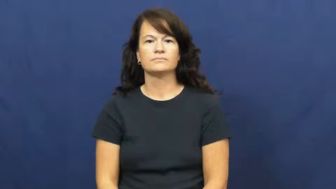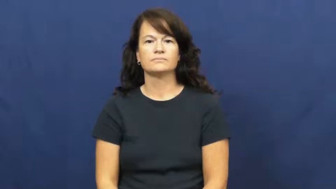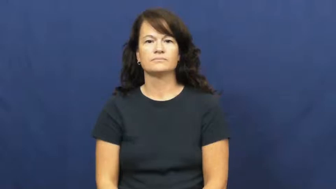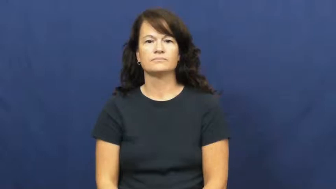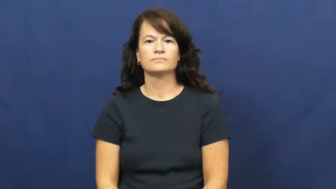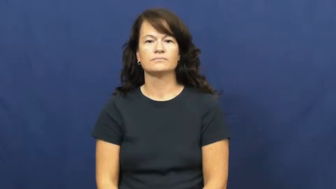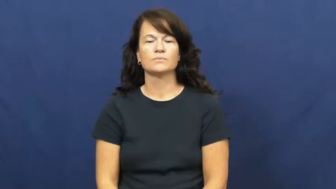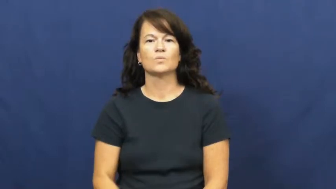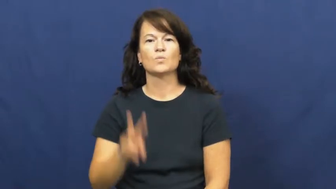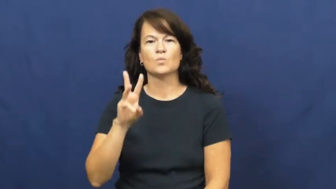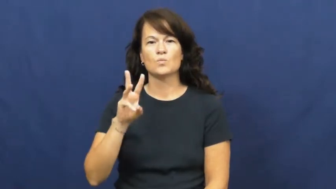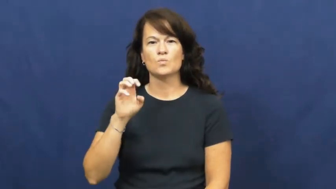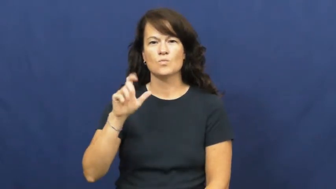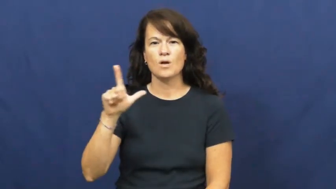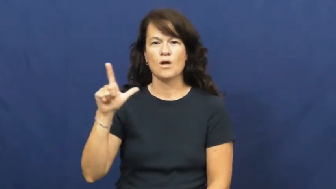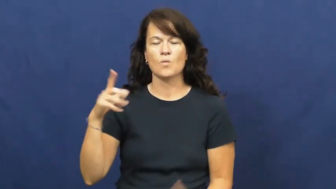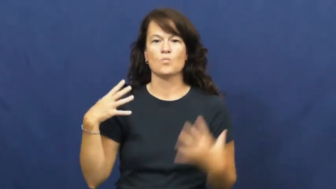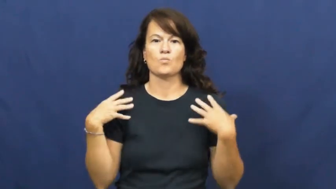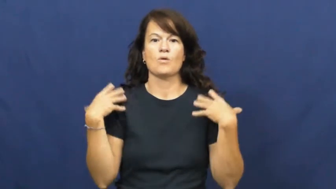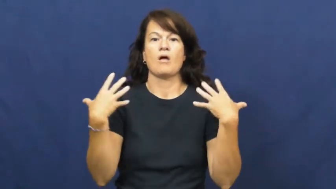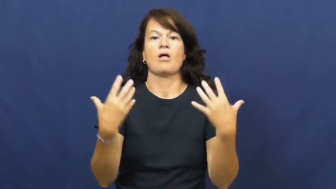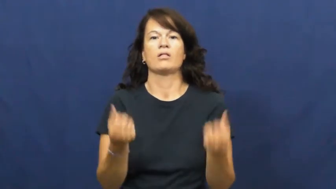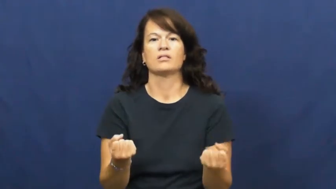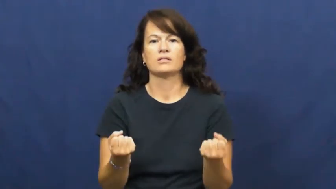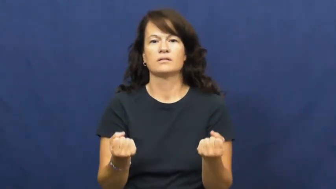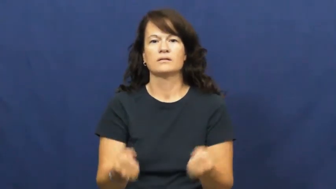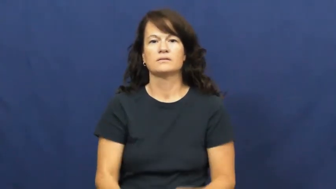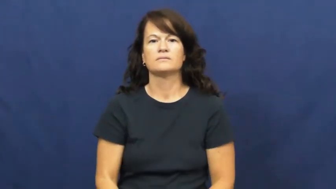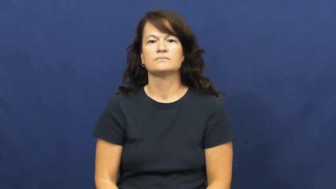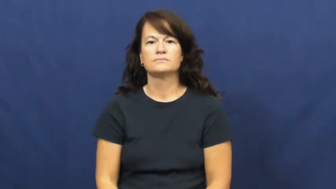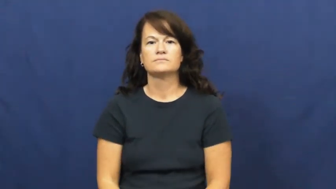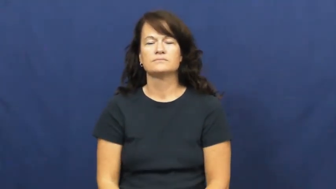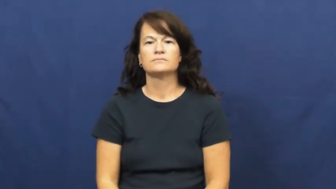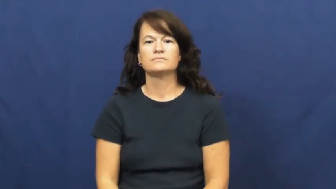well-healthy